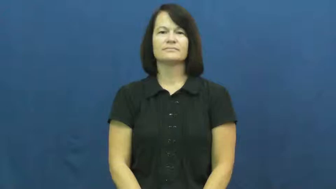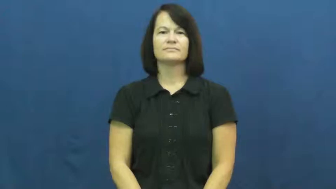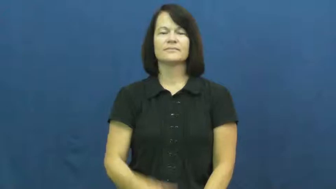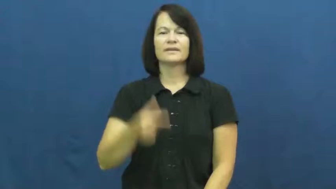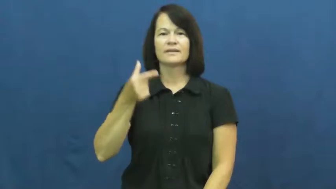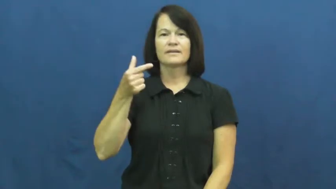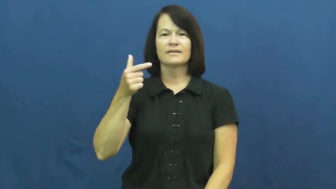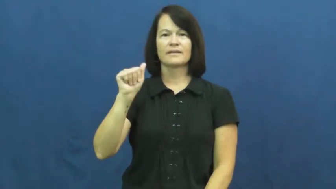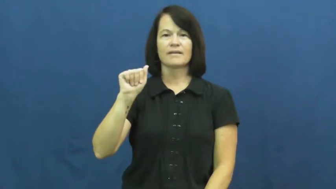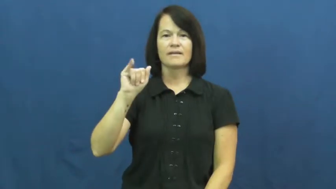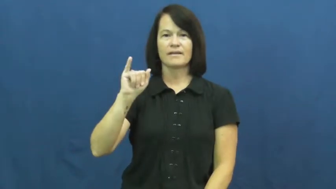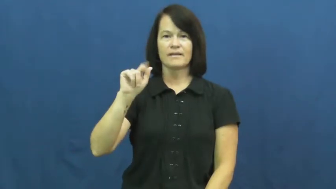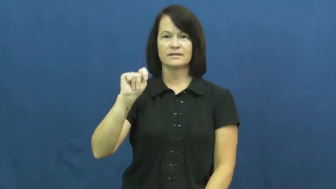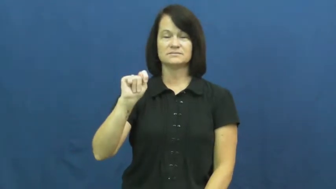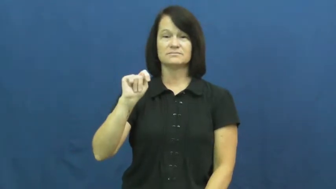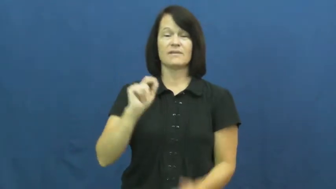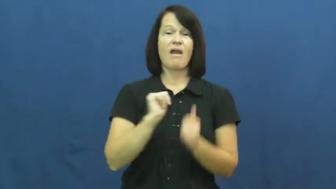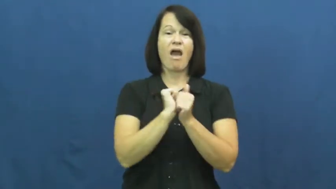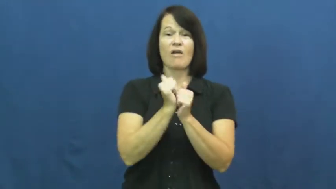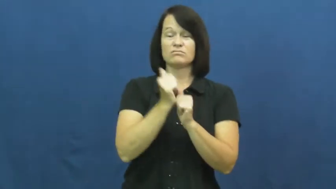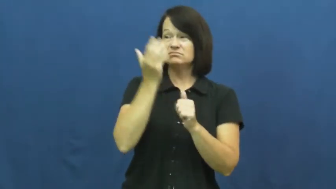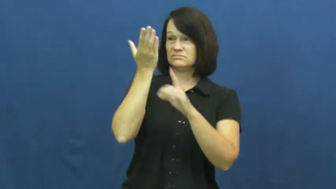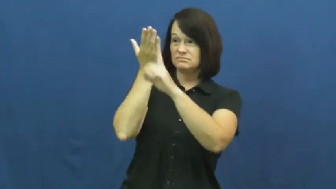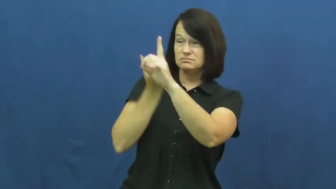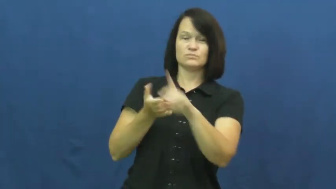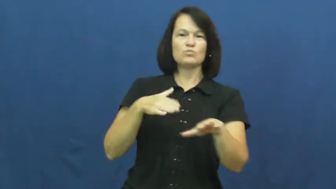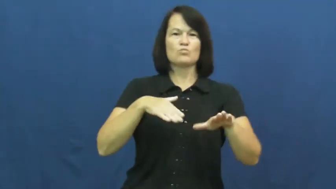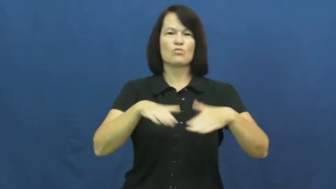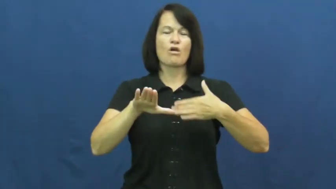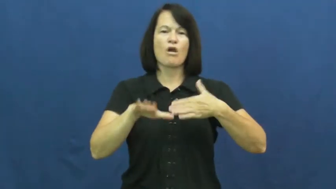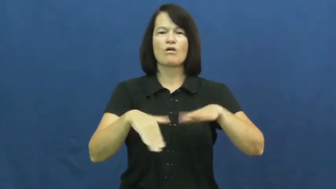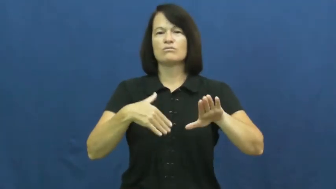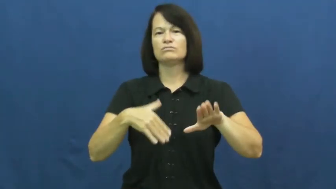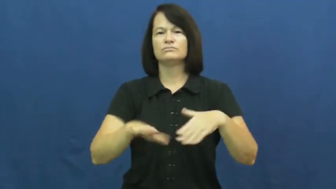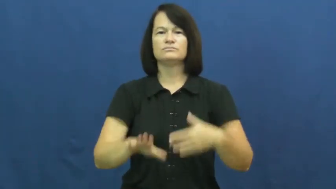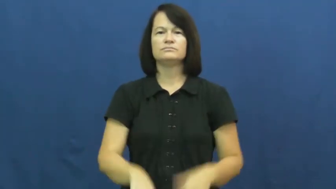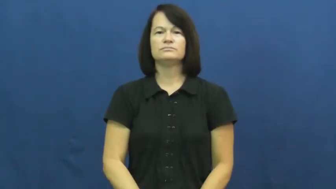gait